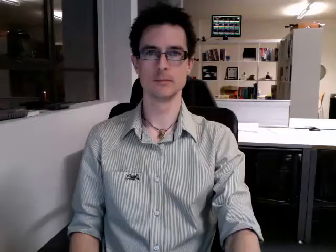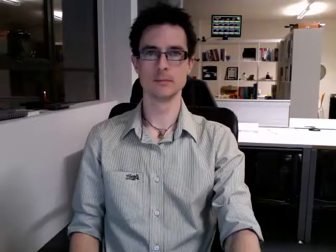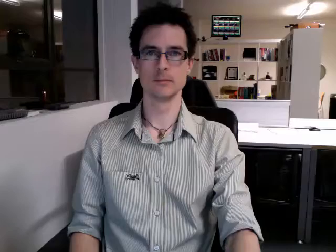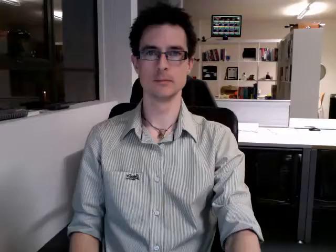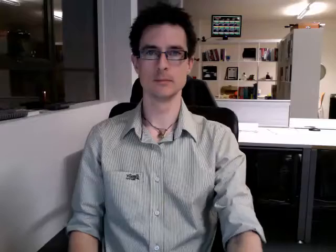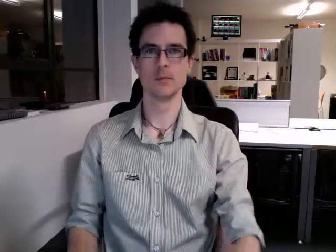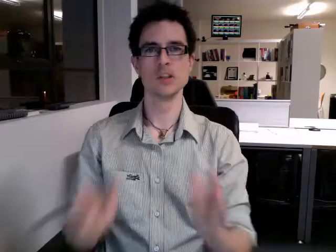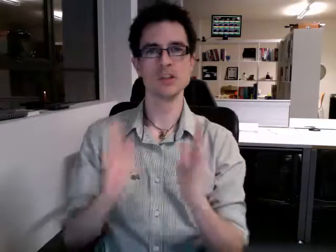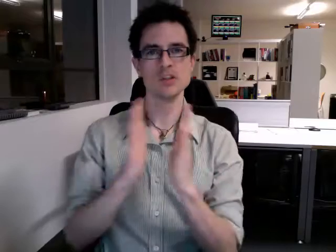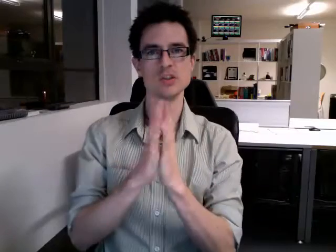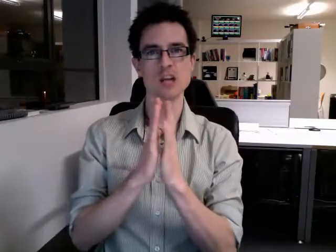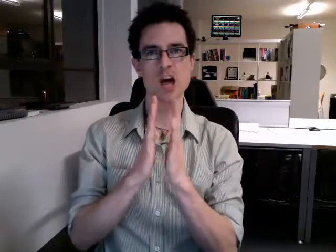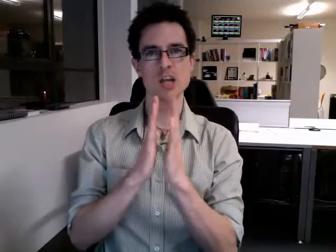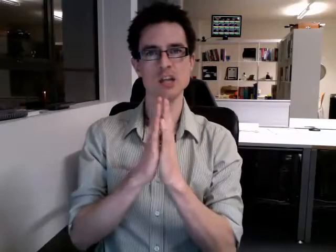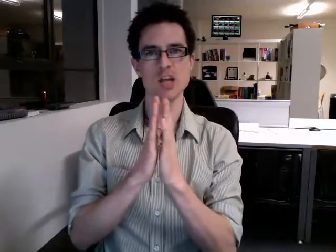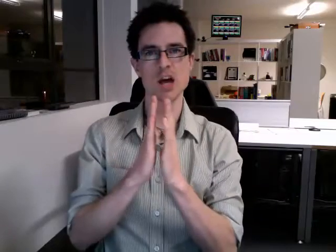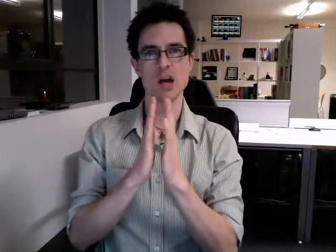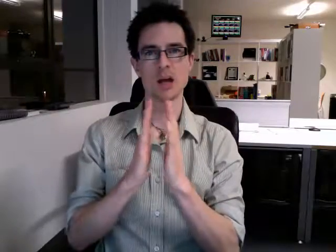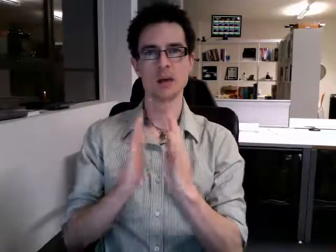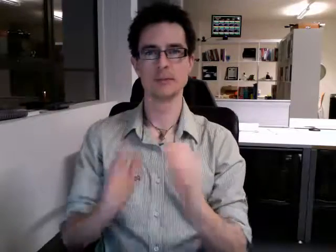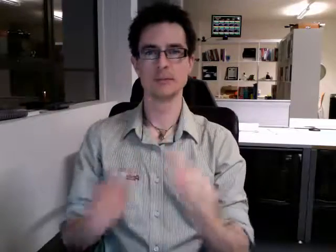sunday